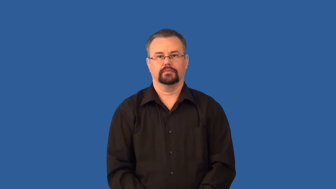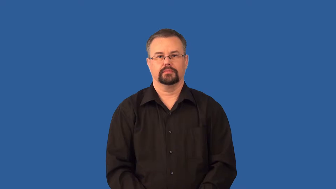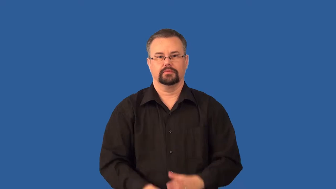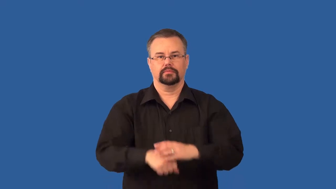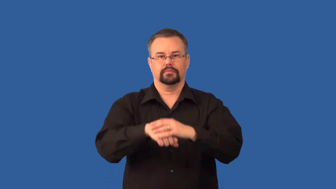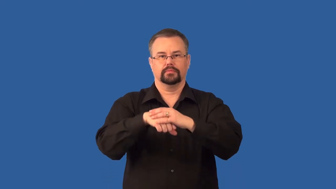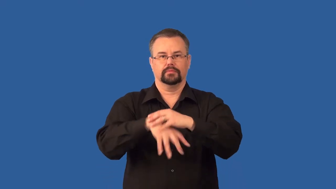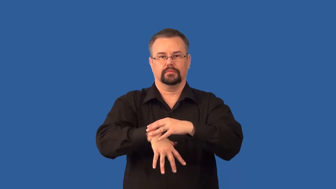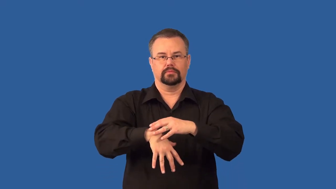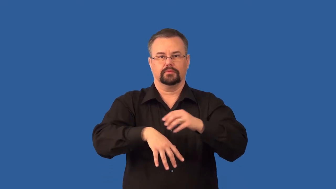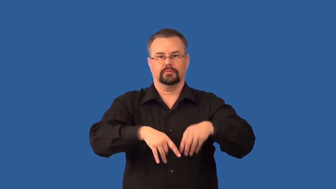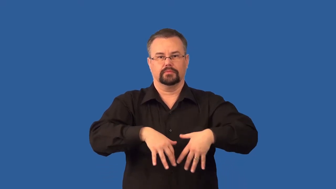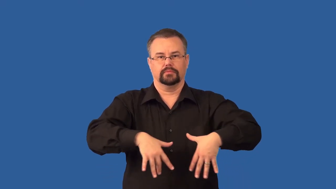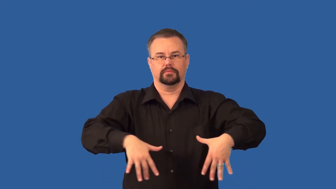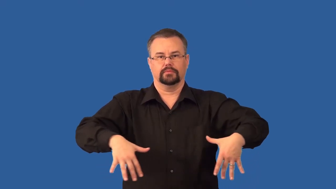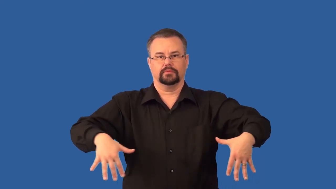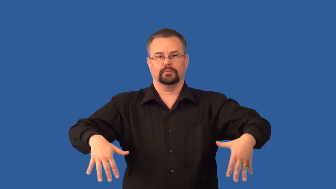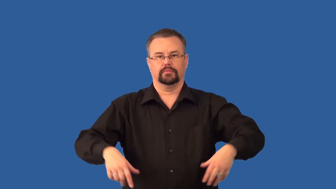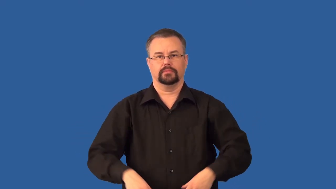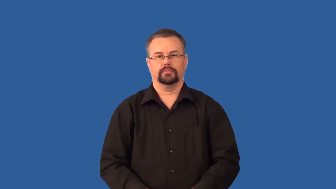mycorrhizae